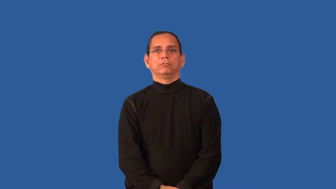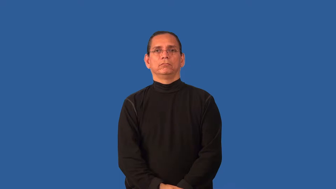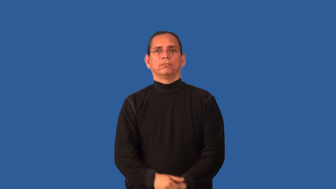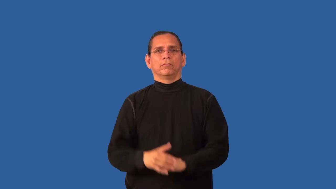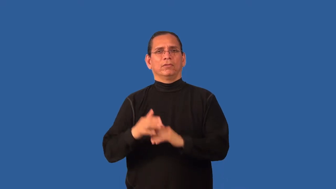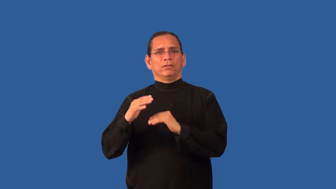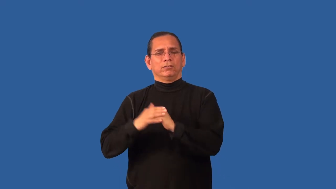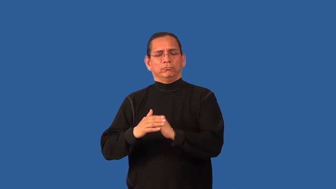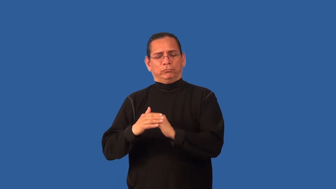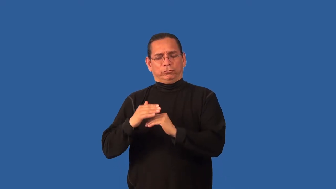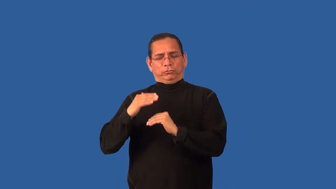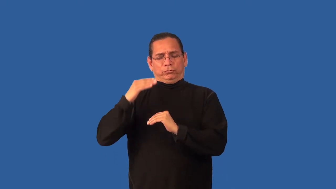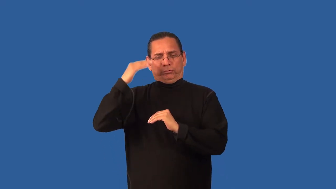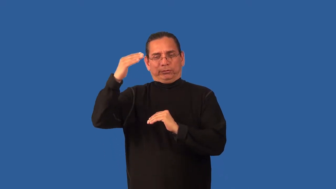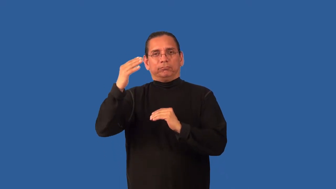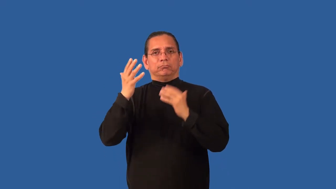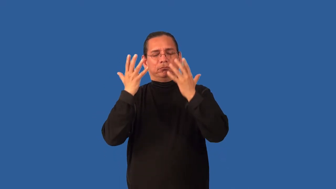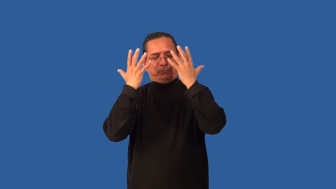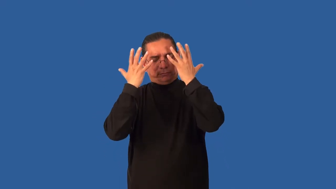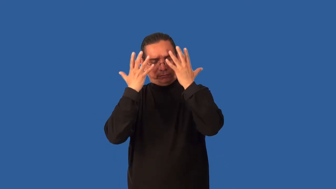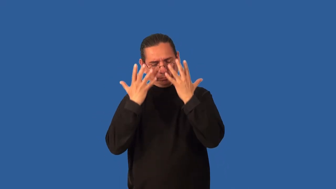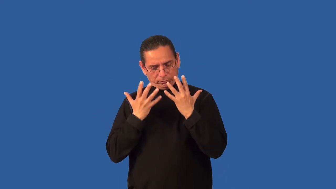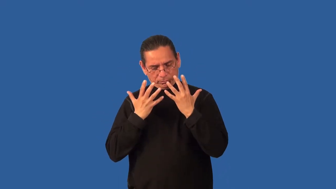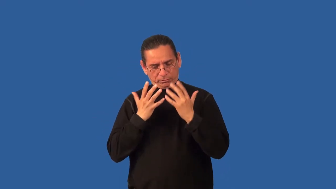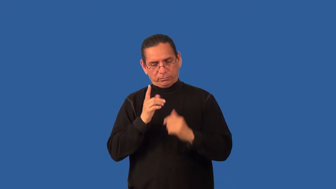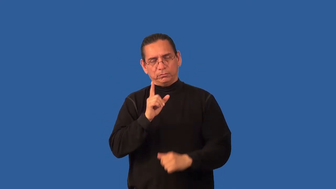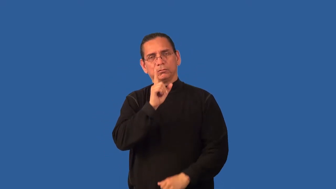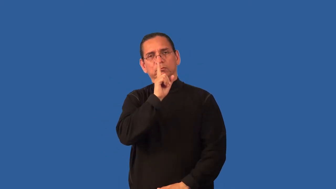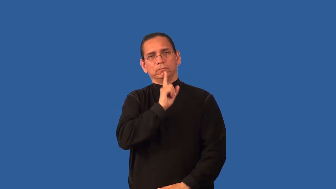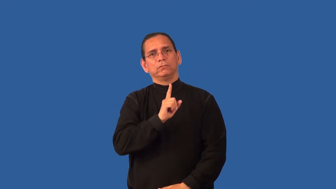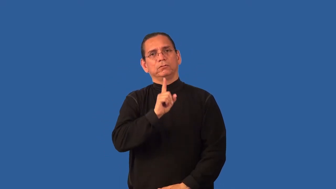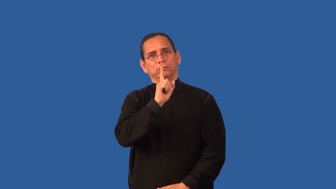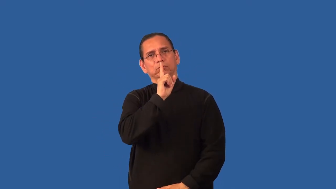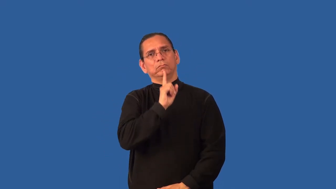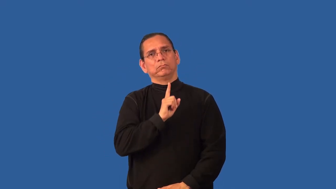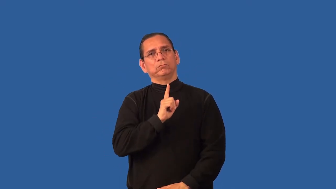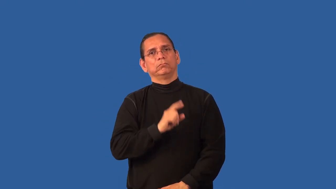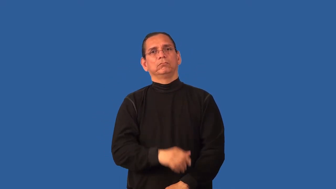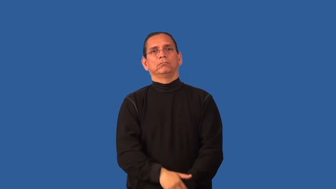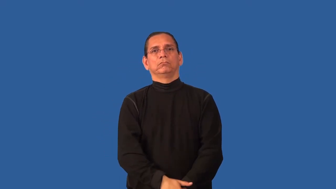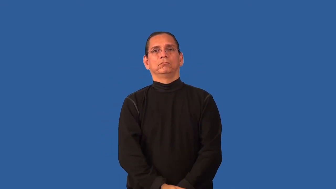bereft